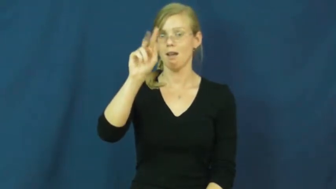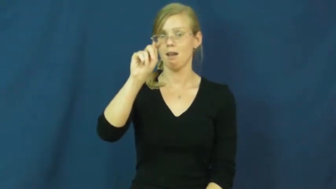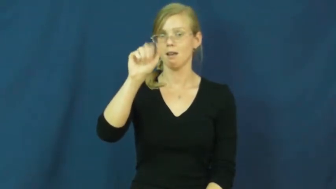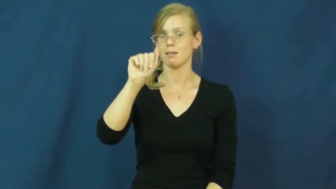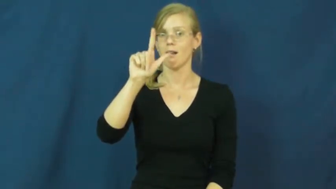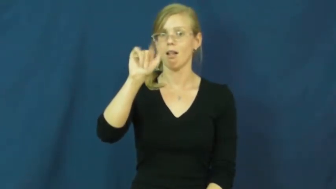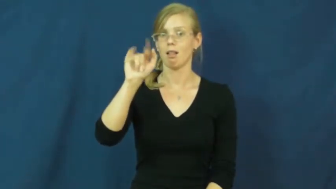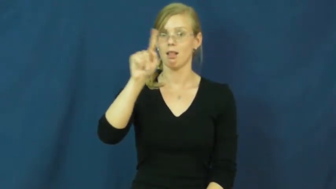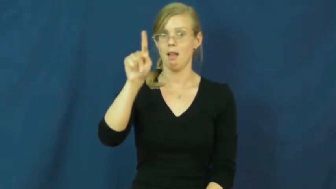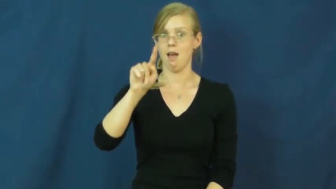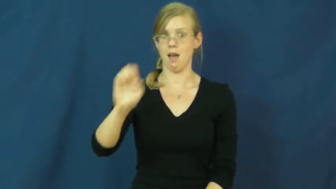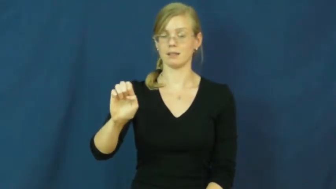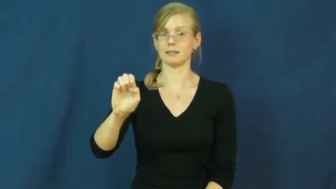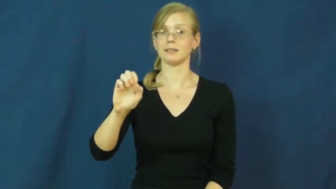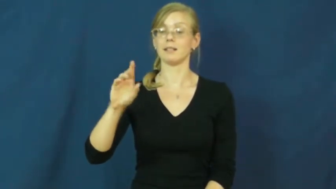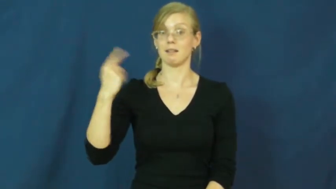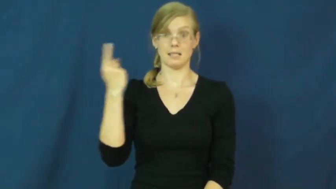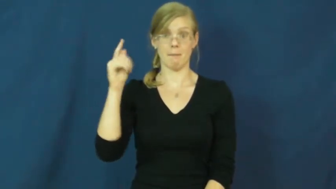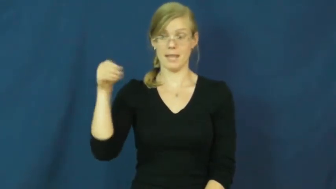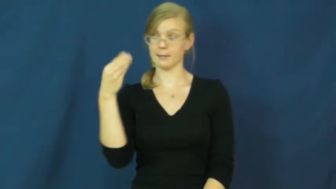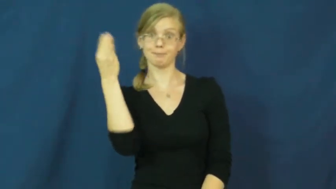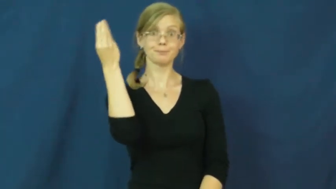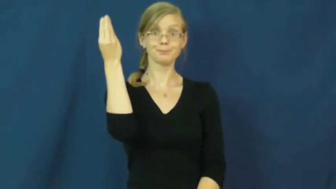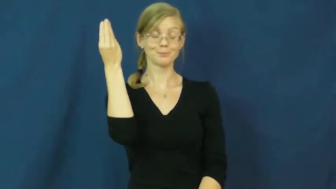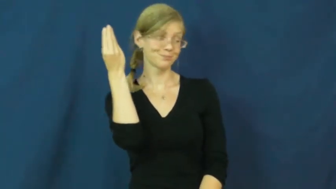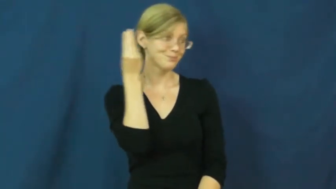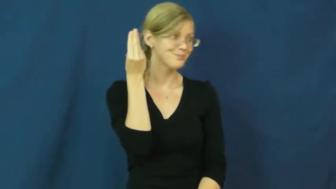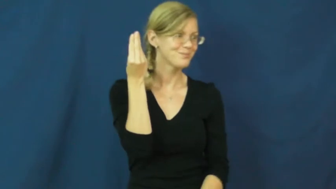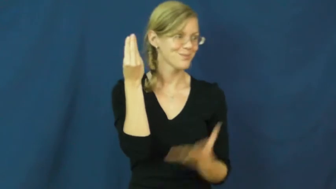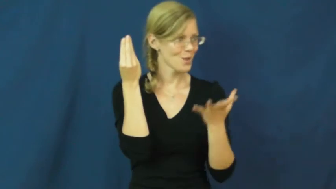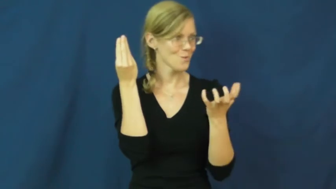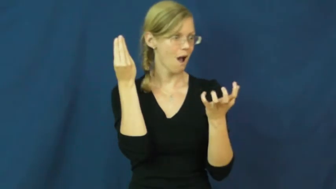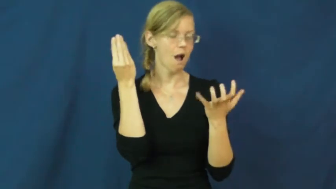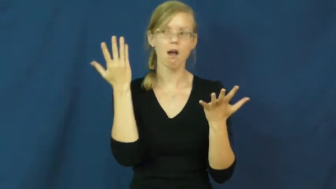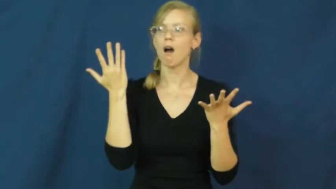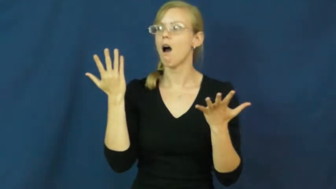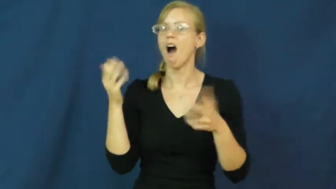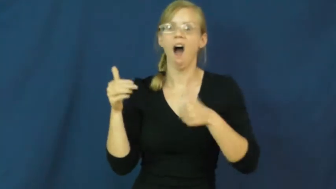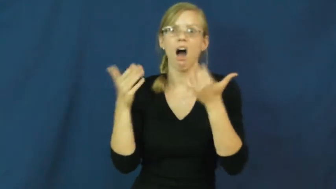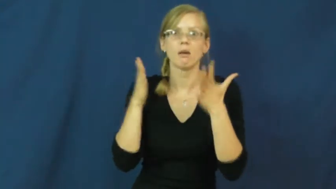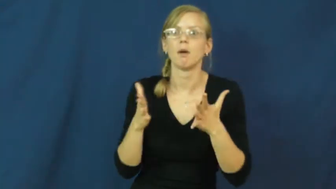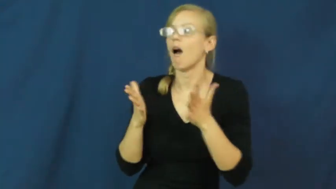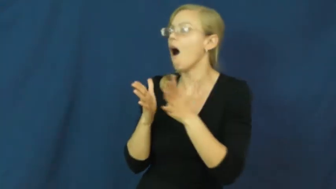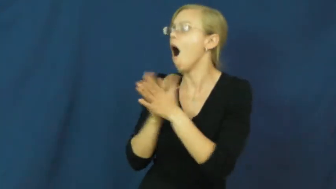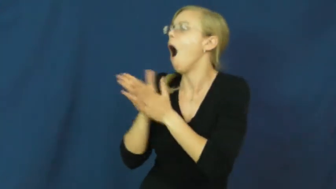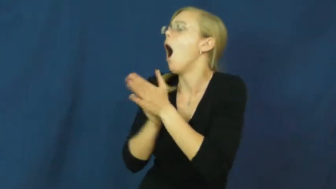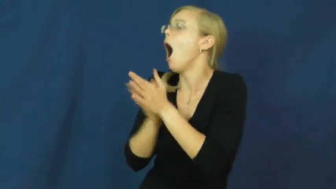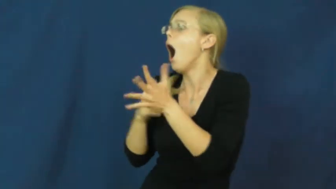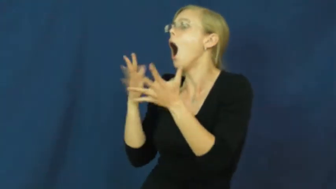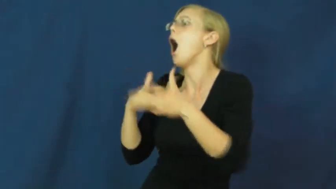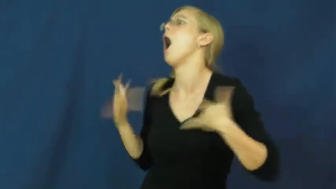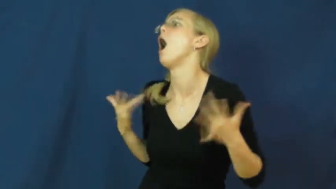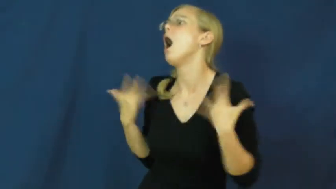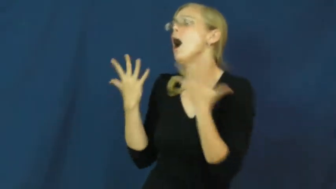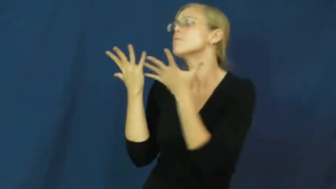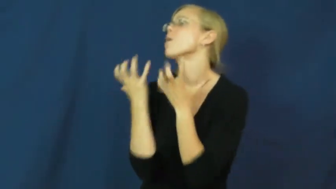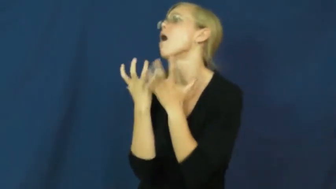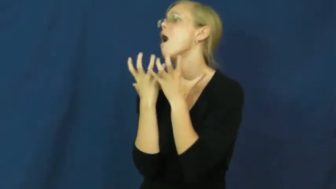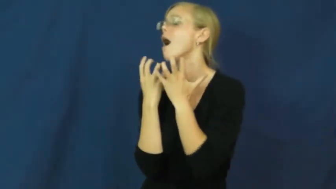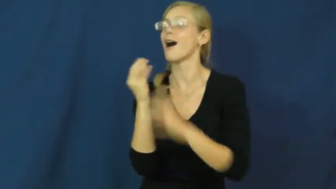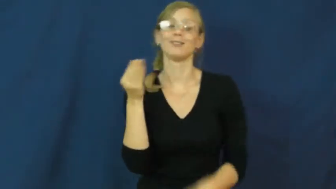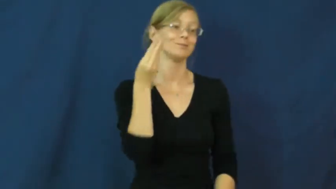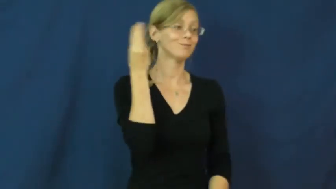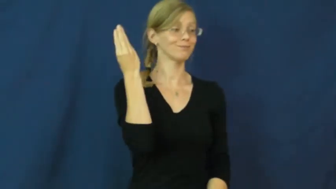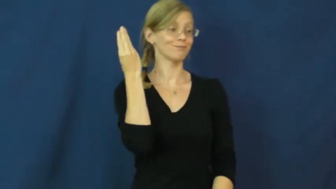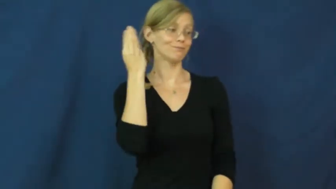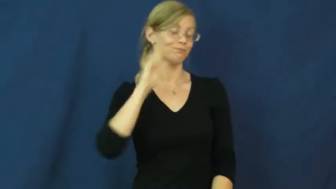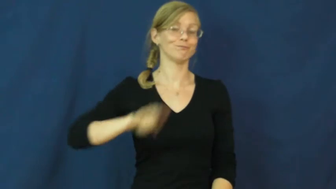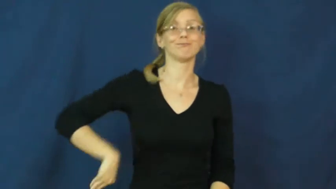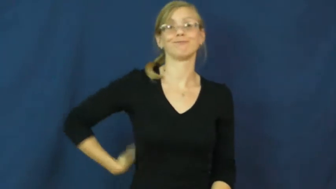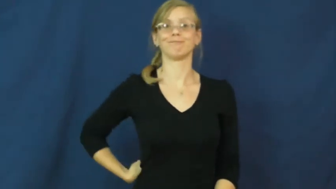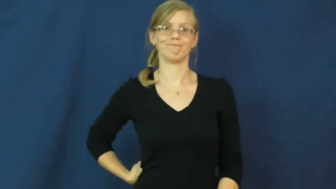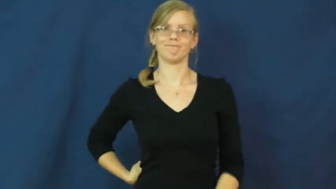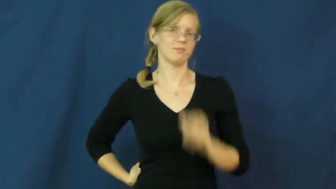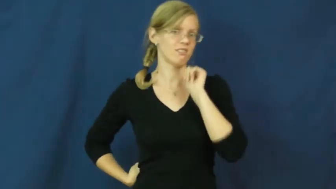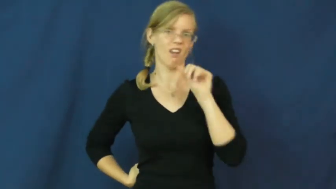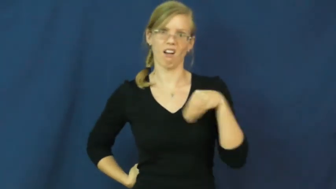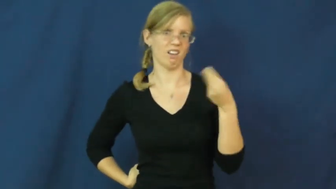tantalize